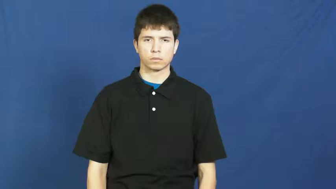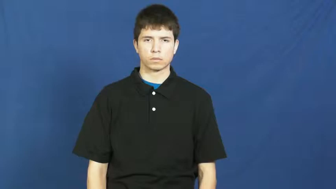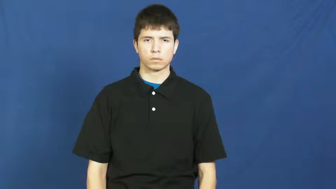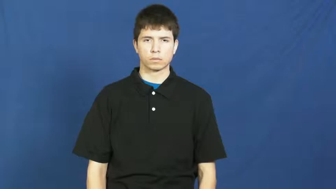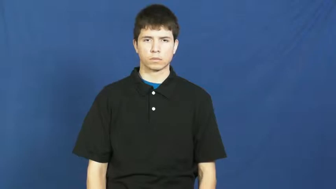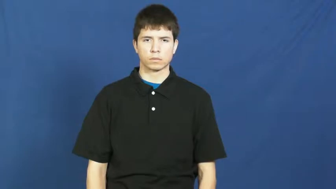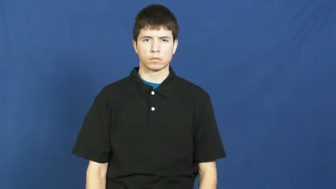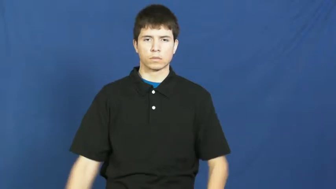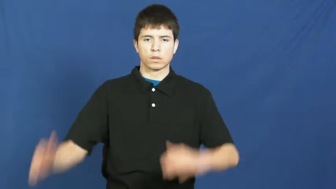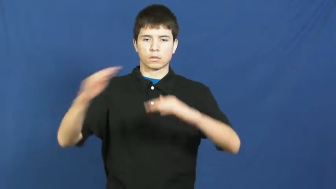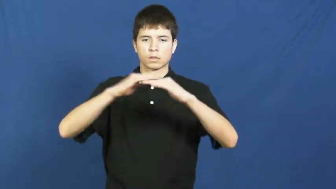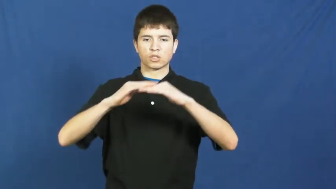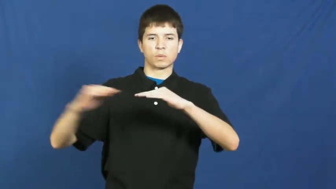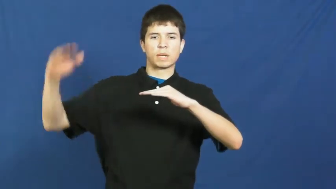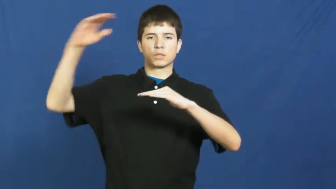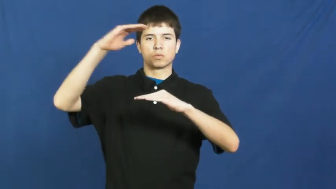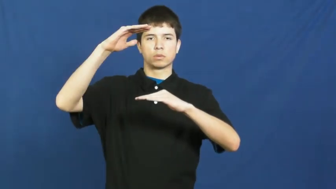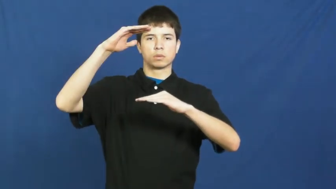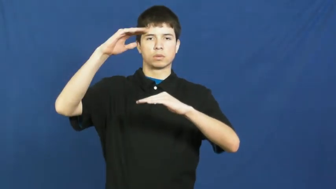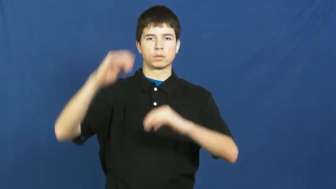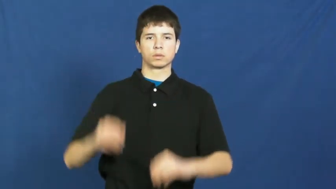superior,outmatch